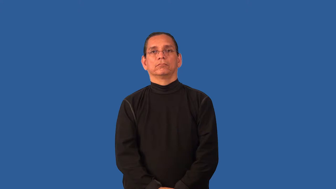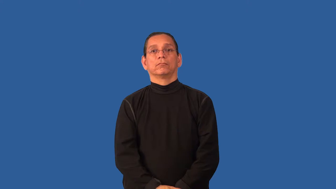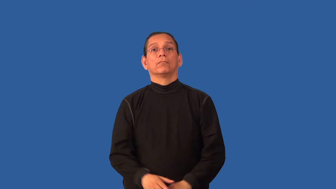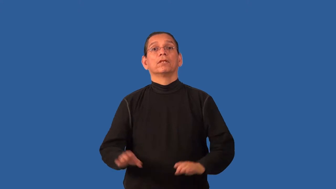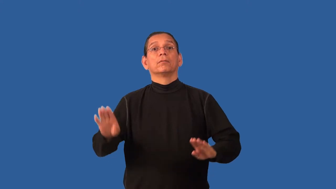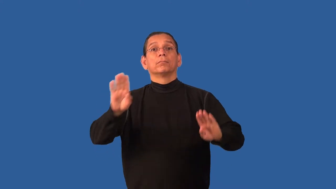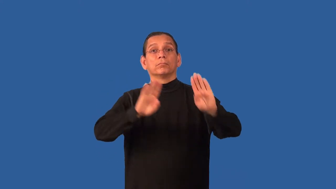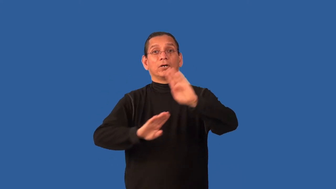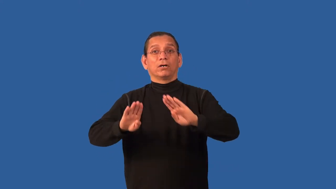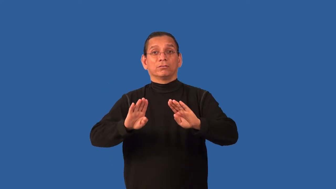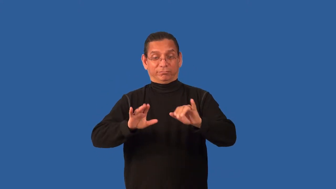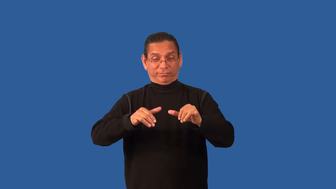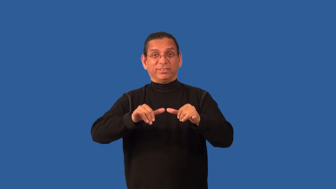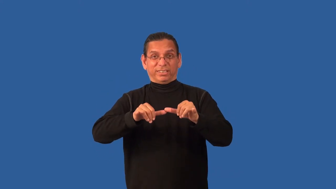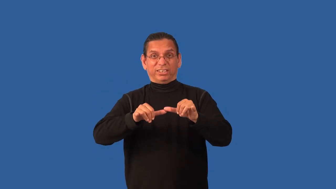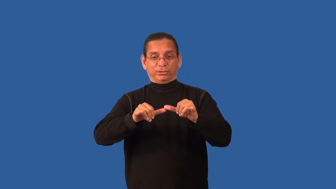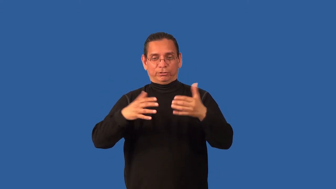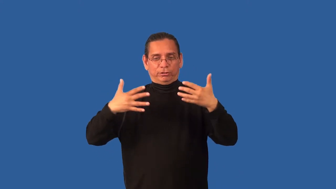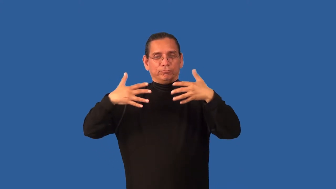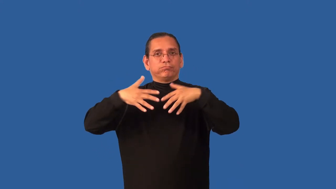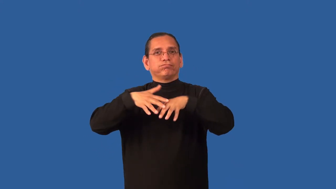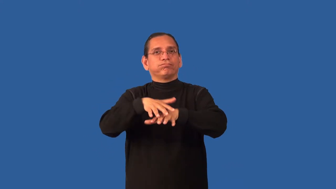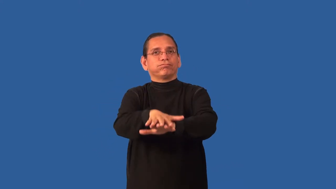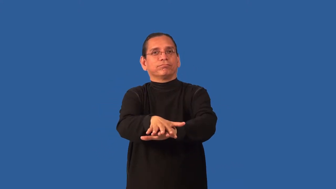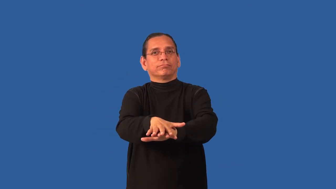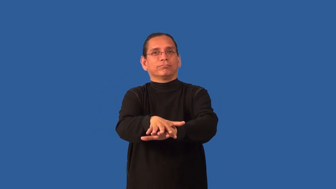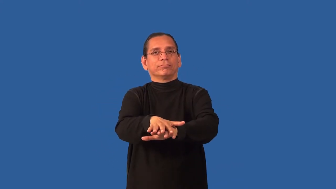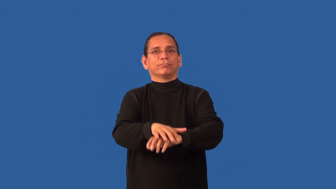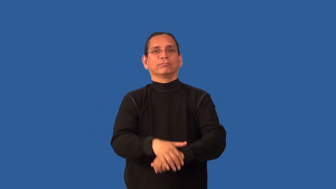bioengineering